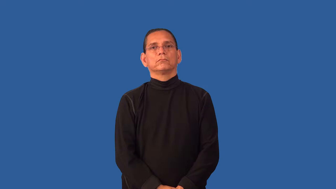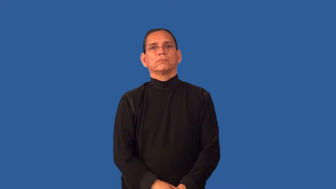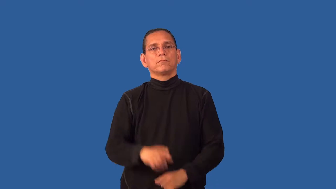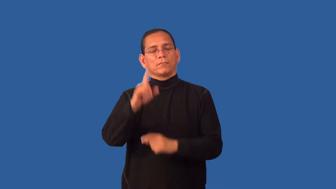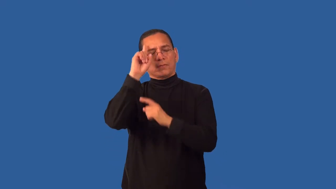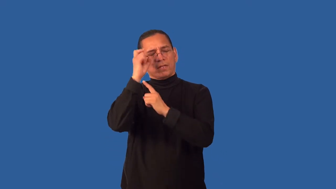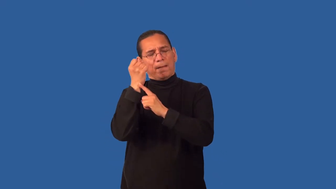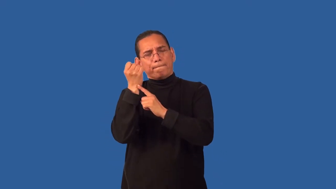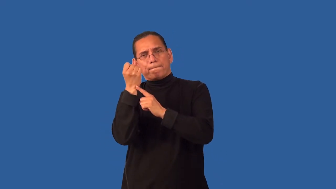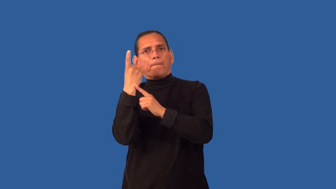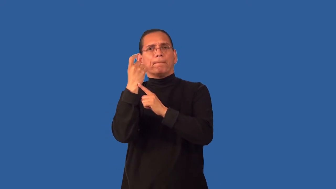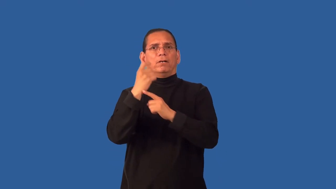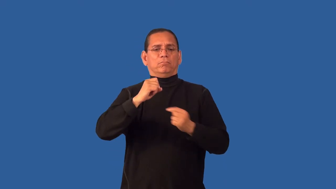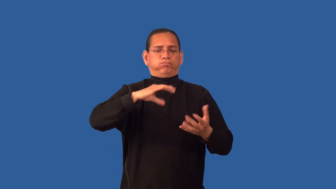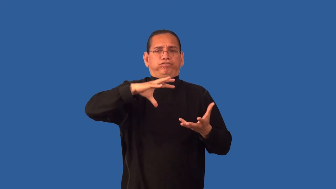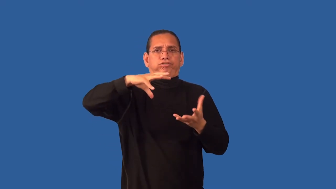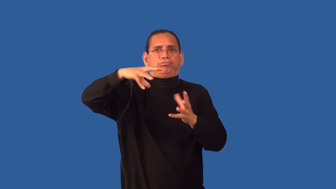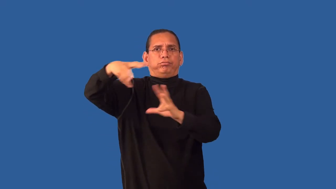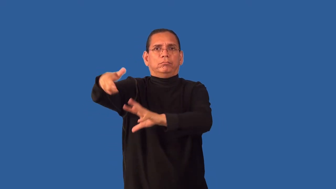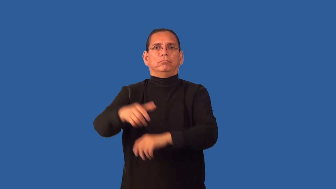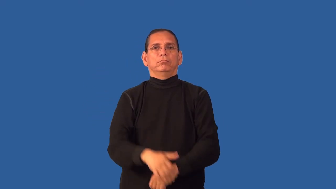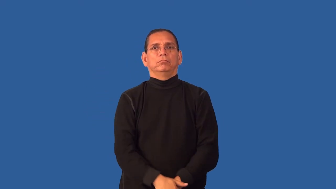flare-start and become worse